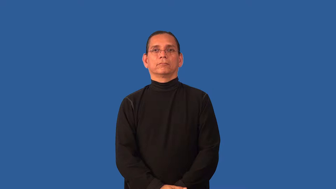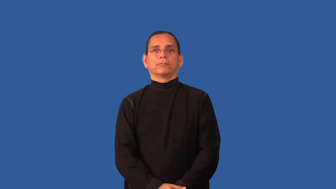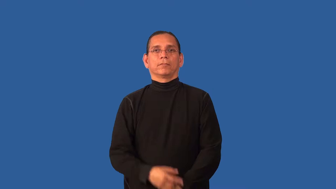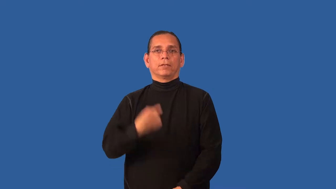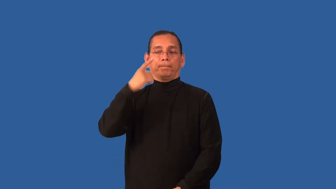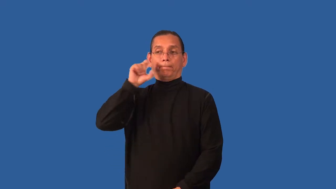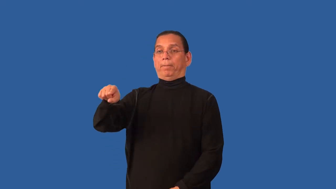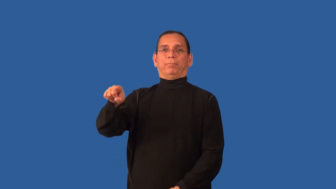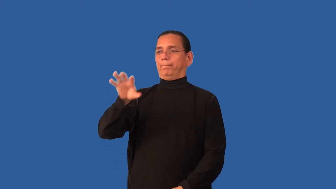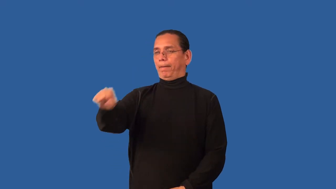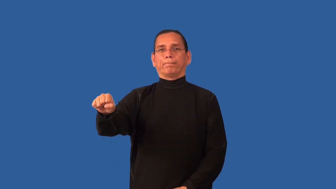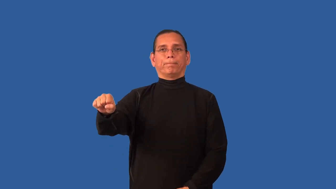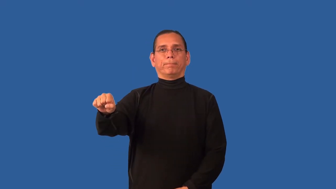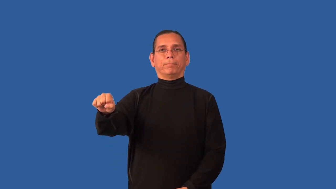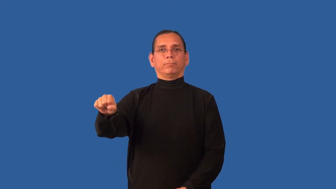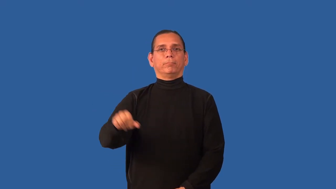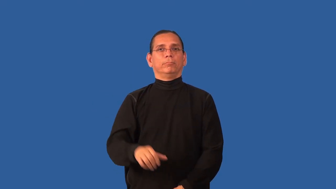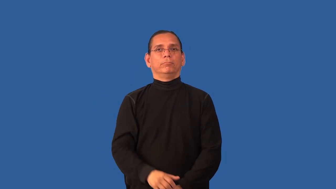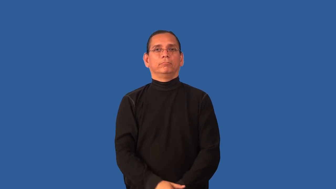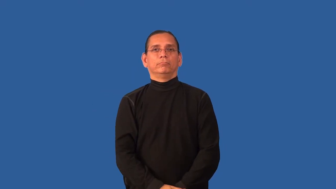catch-someone doing something